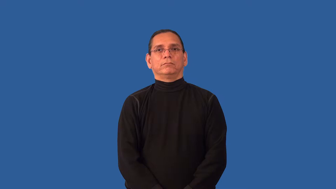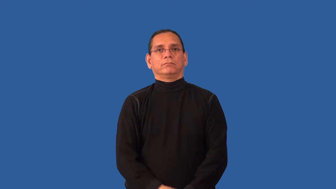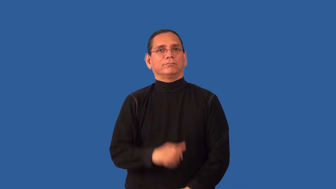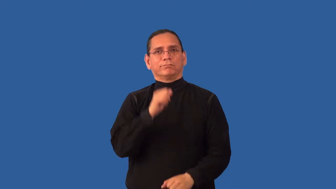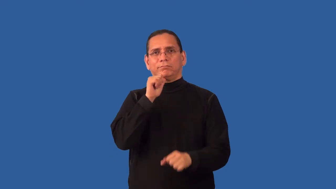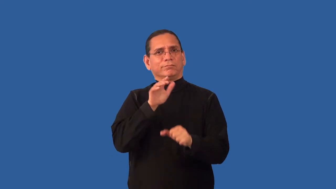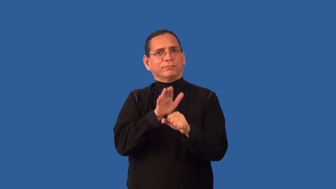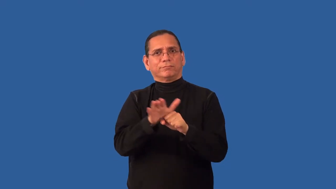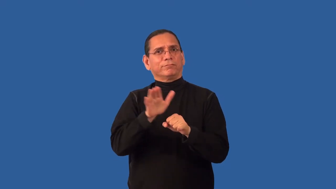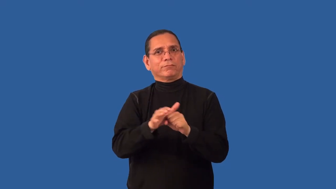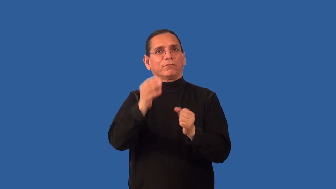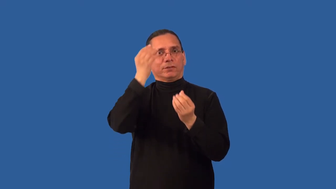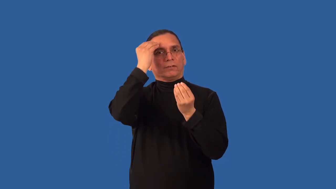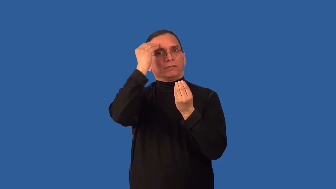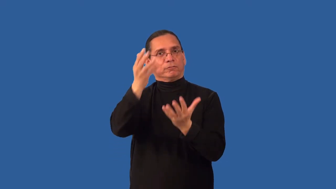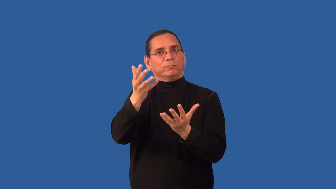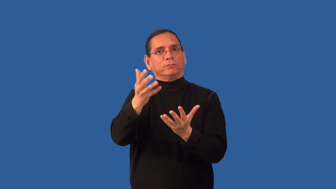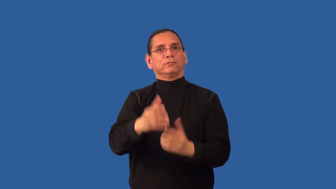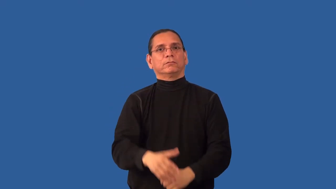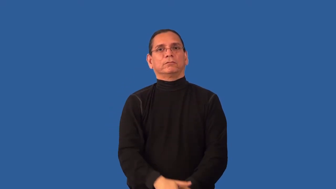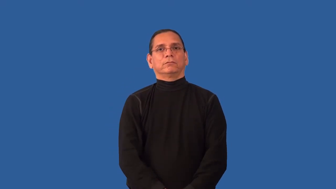oversimplify